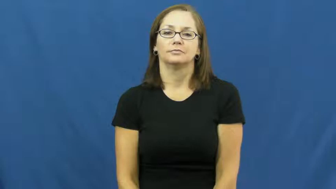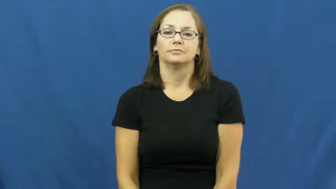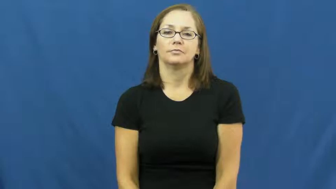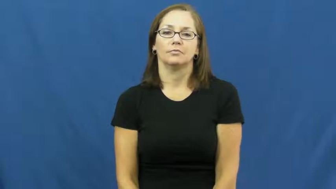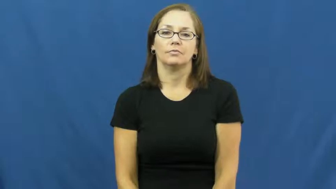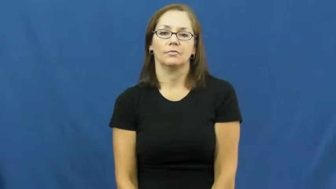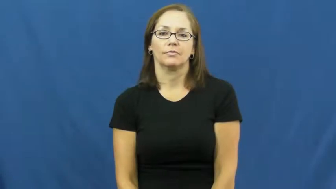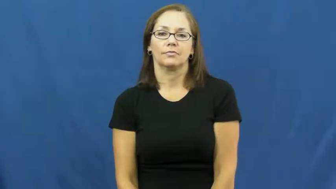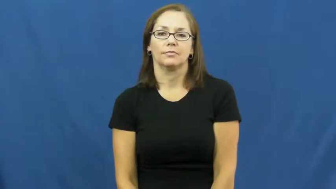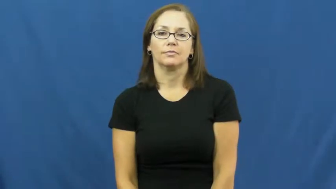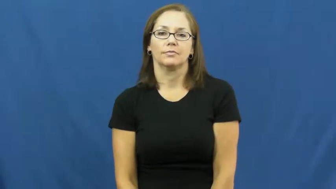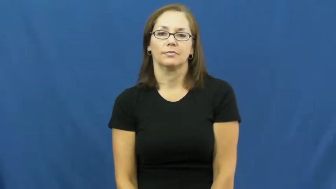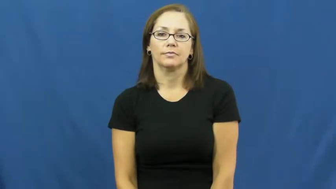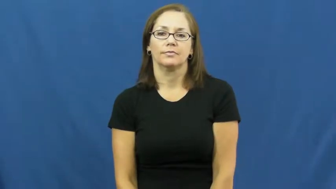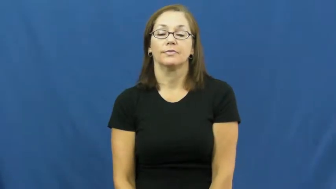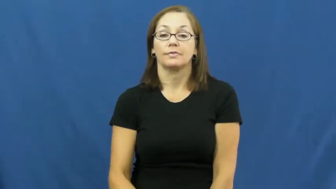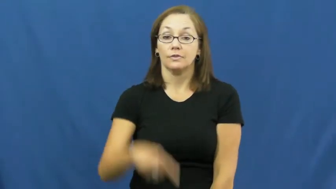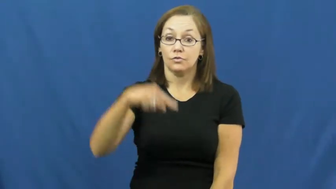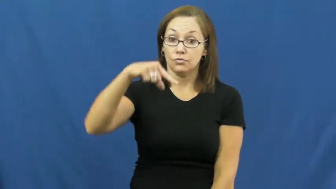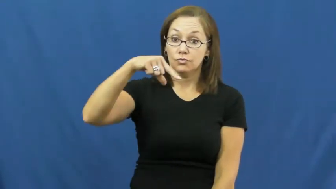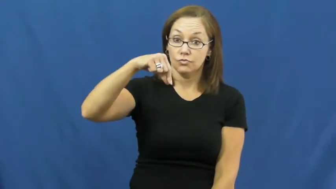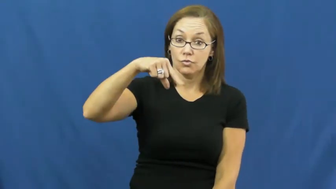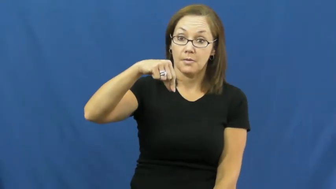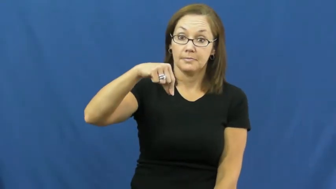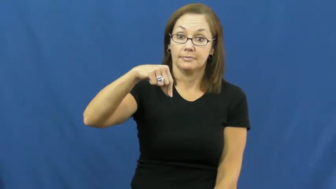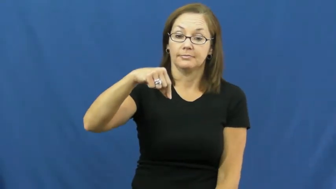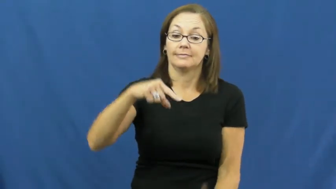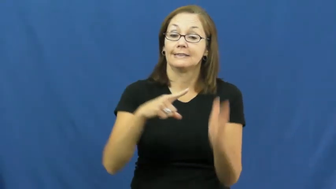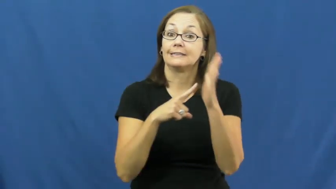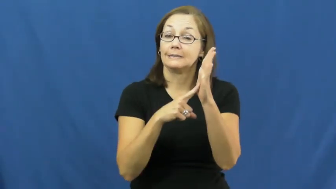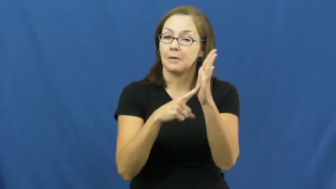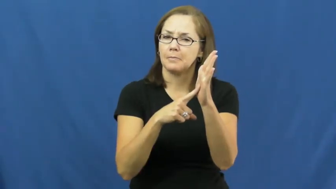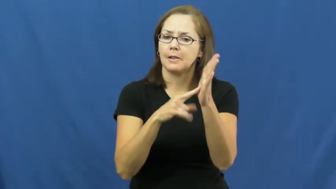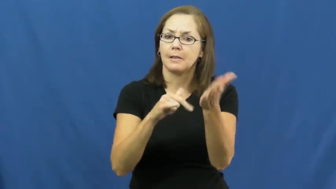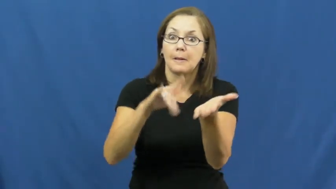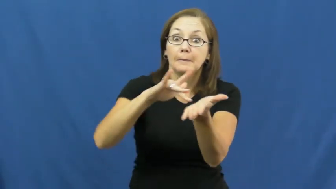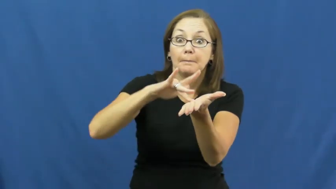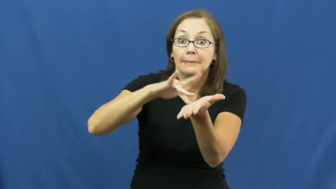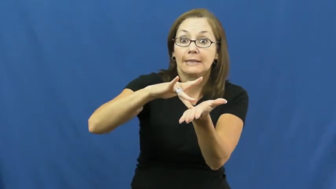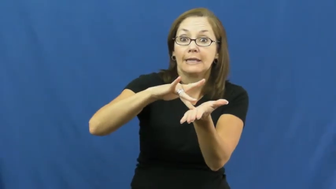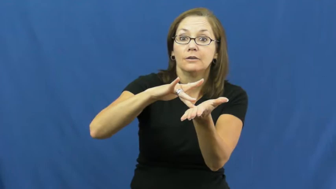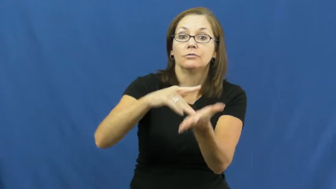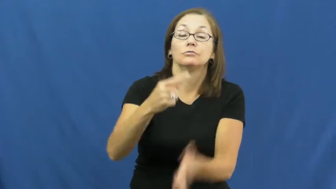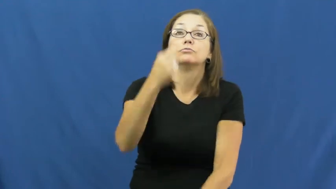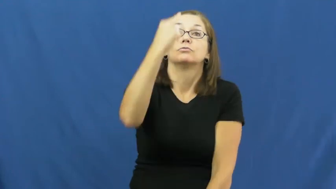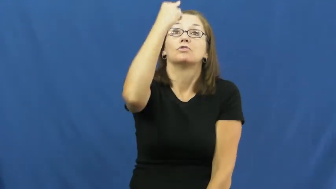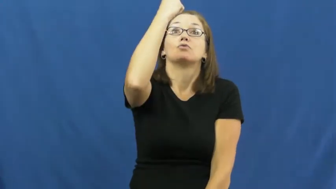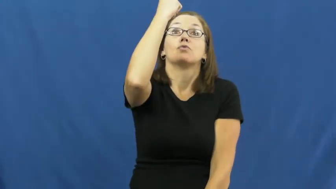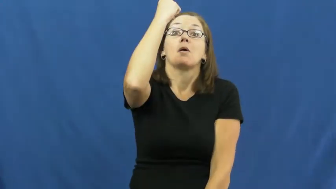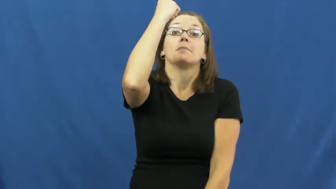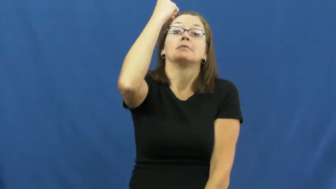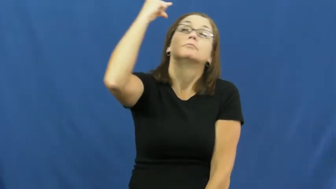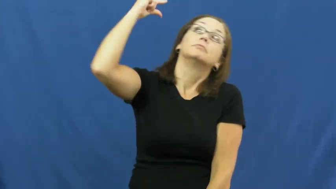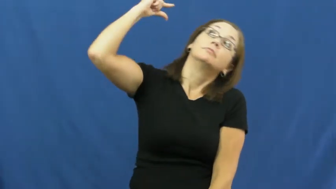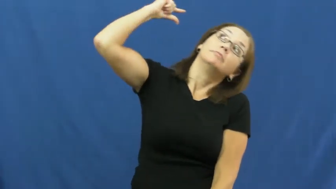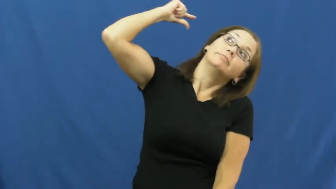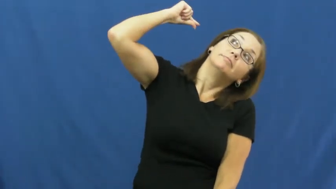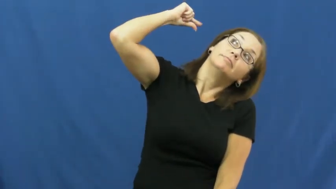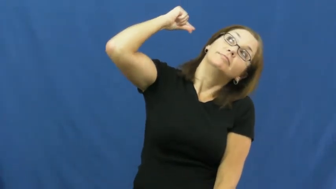drop-medicine